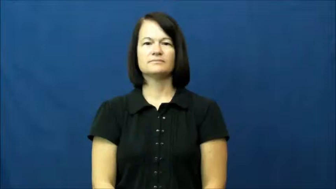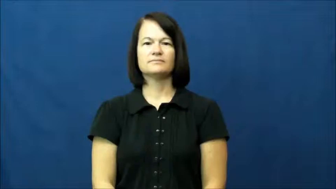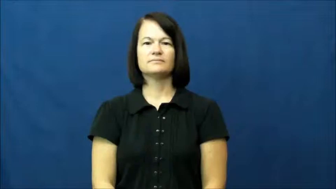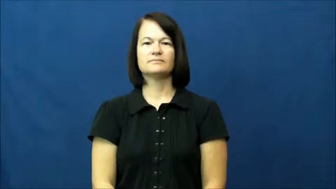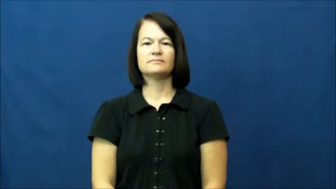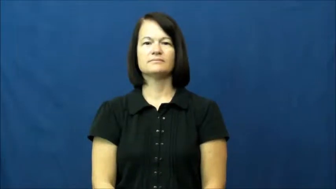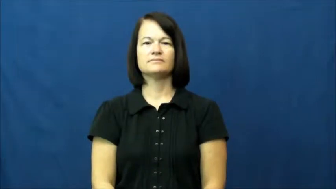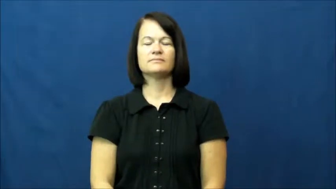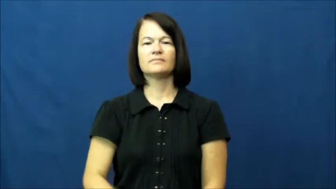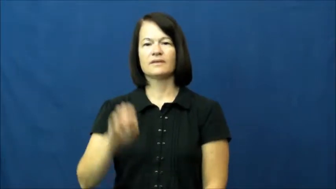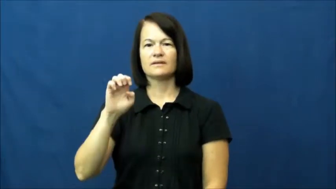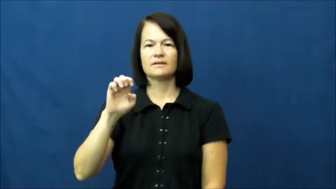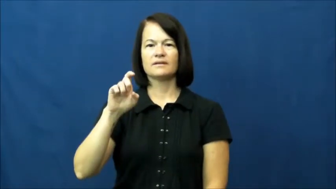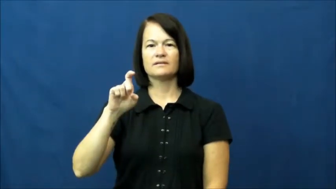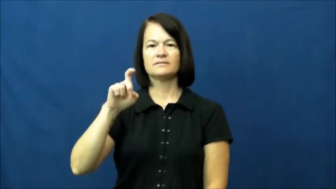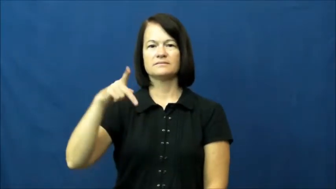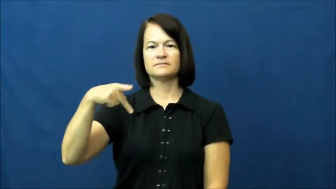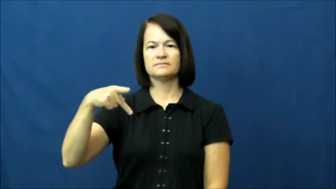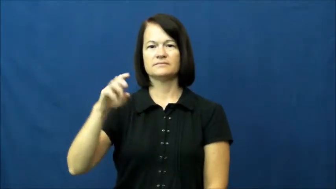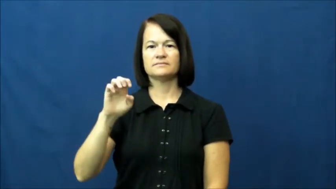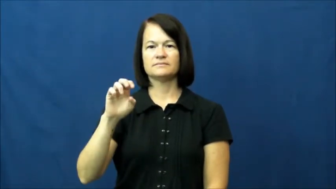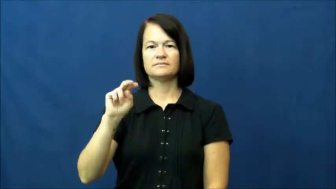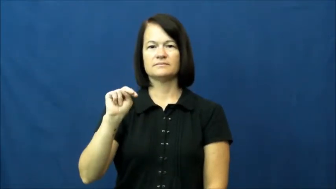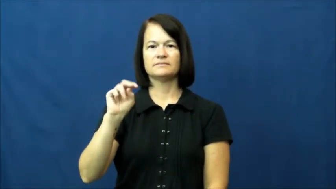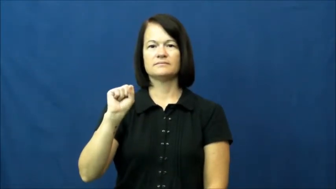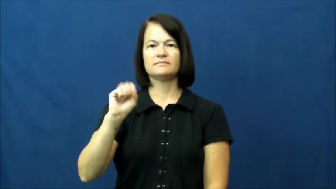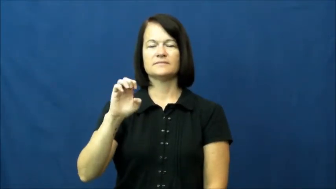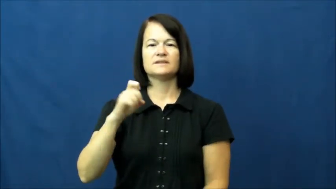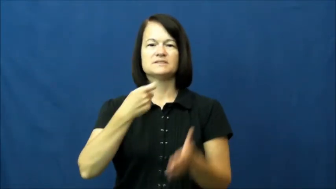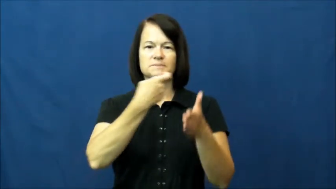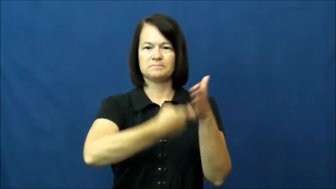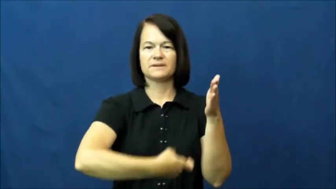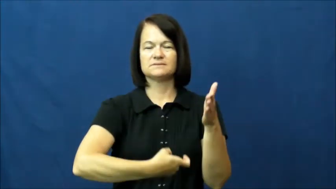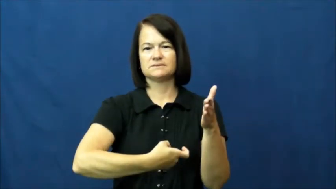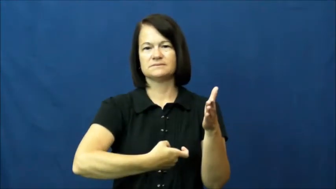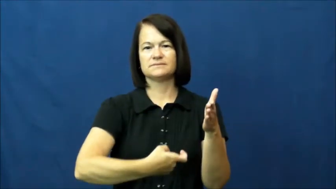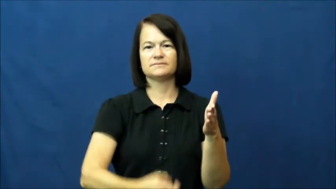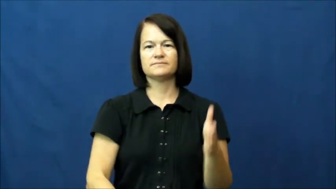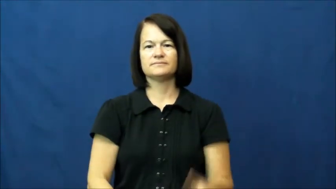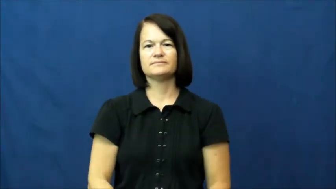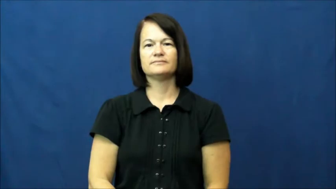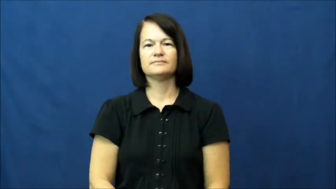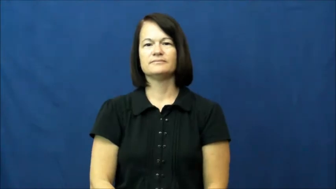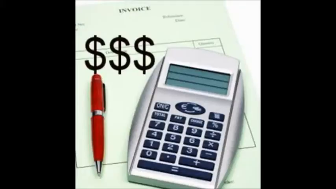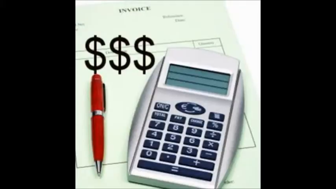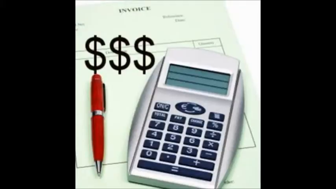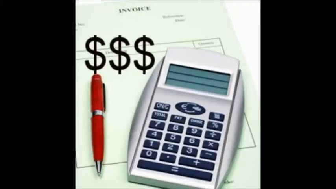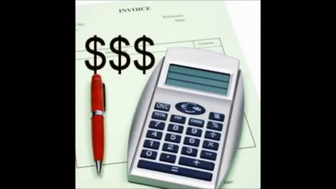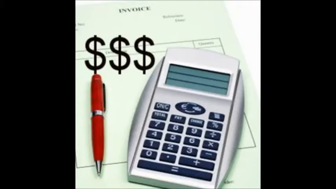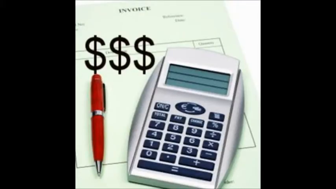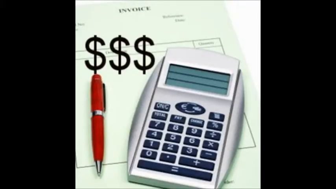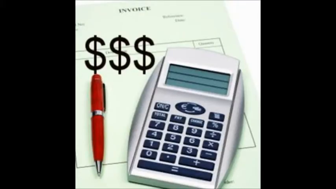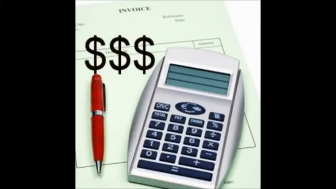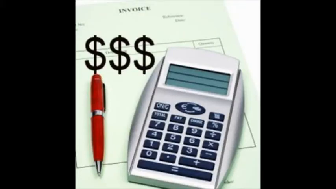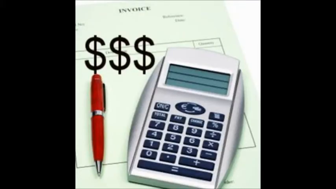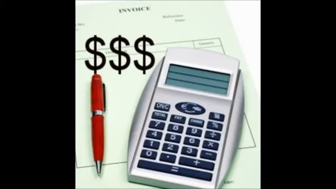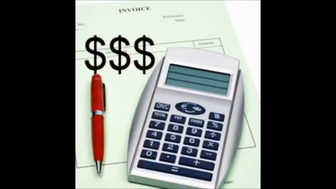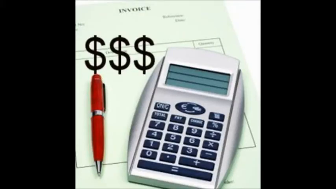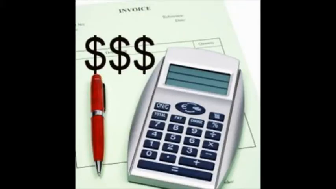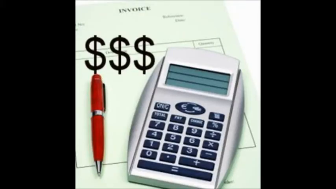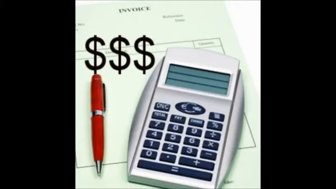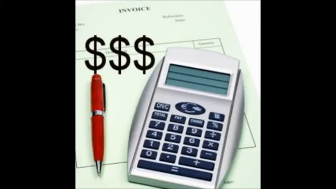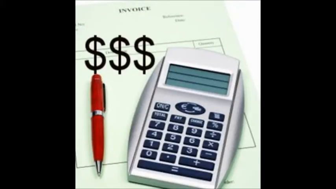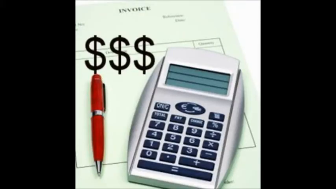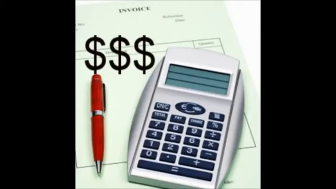Expense